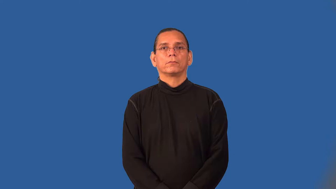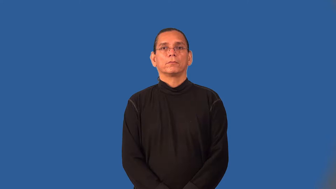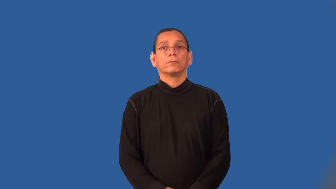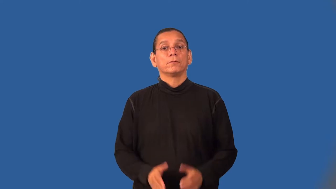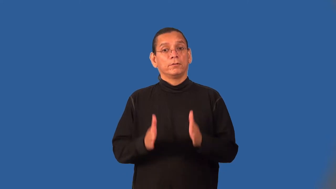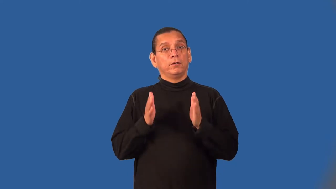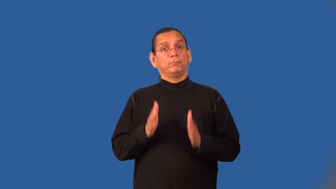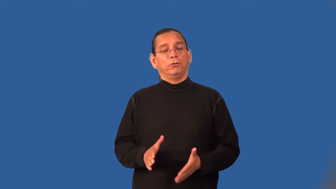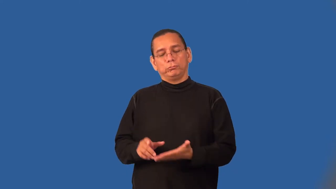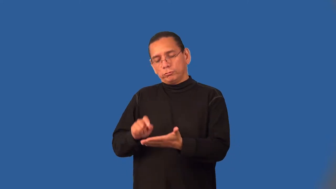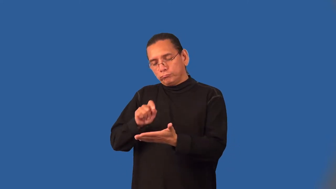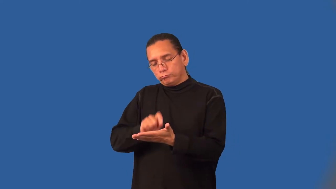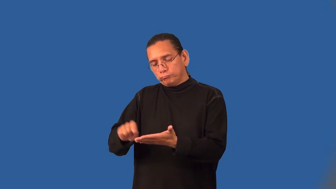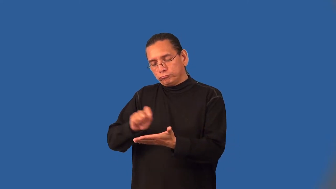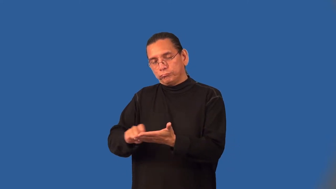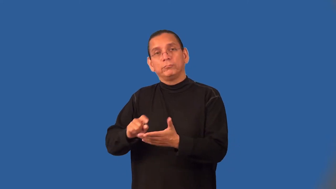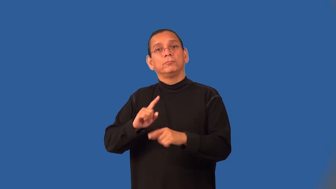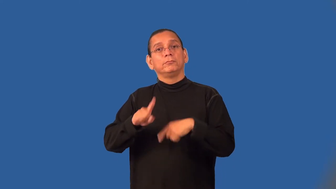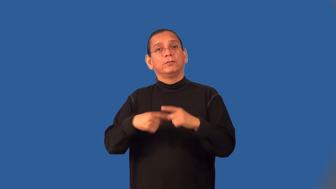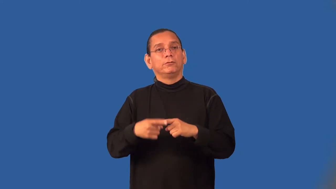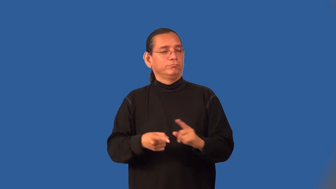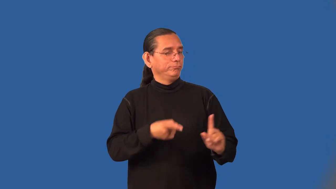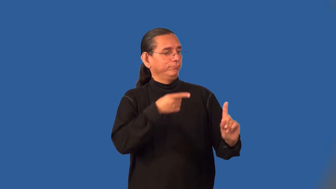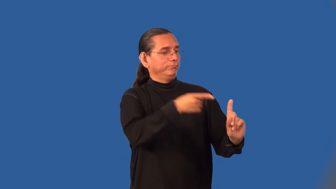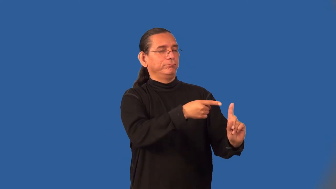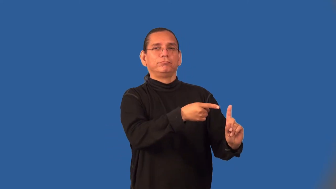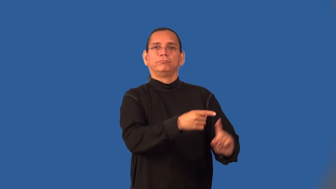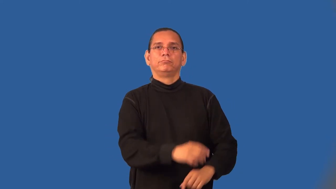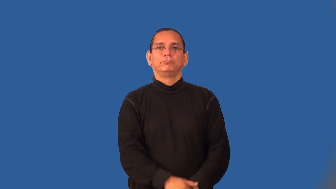biographer